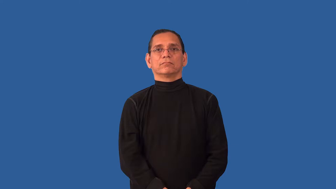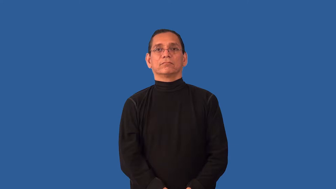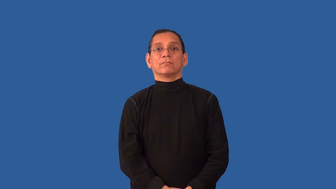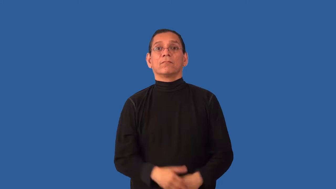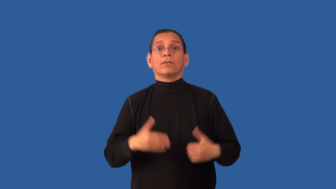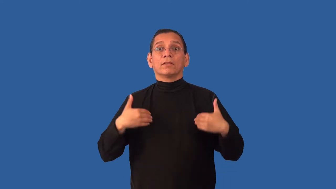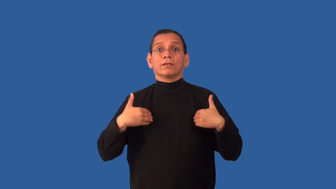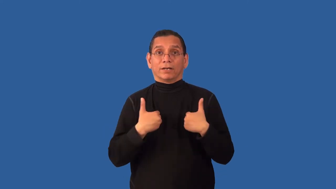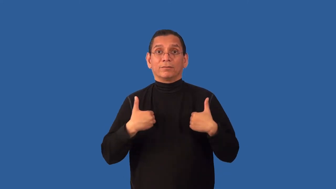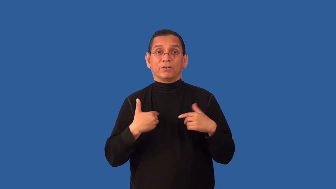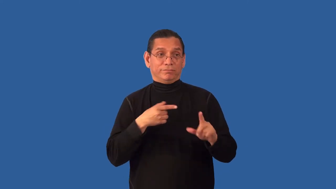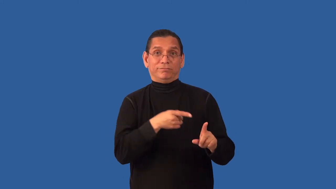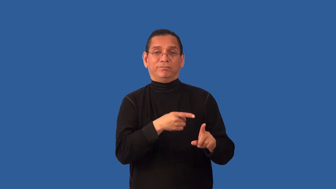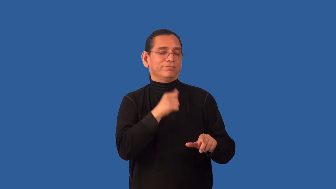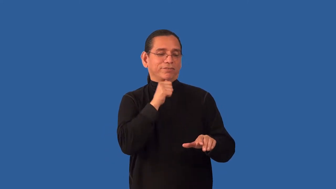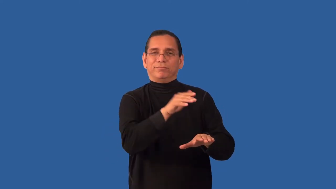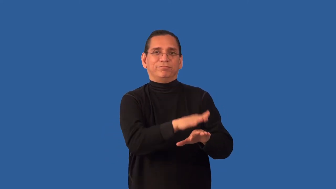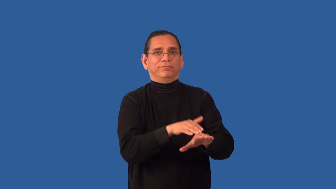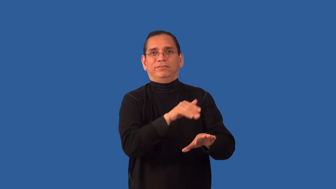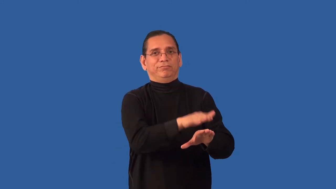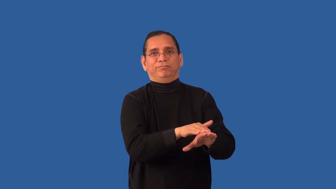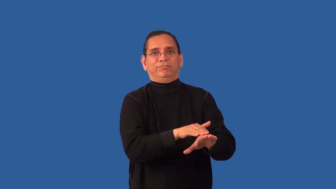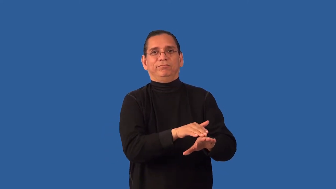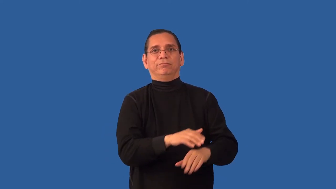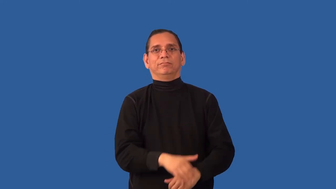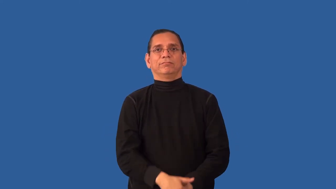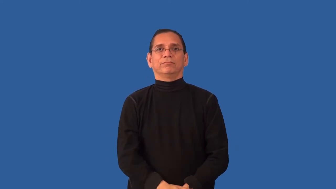undomesticated-not a pet